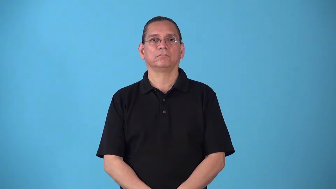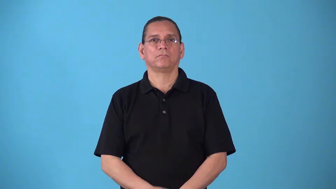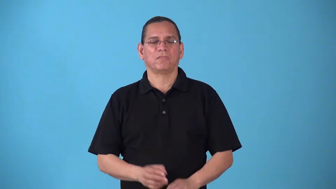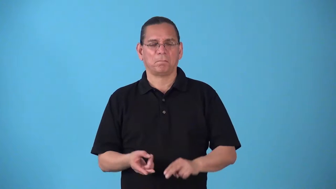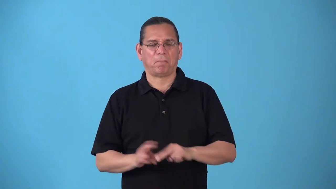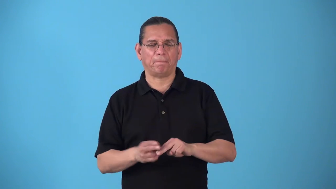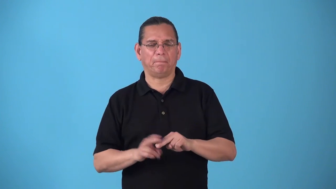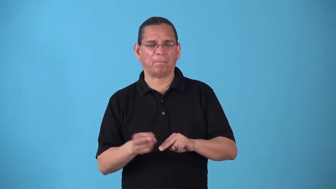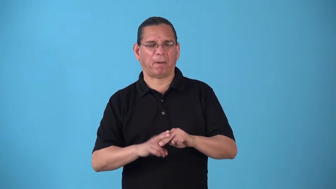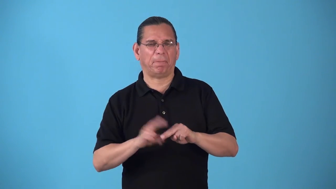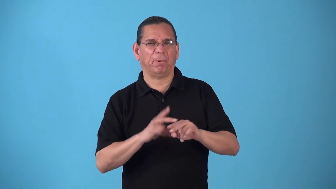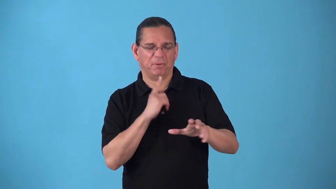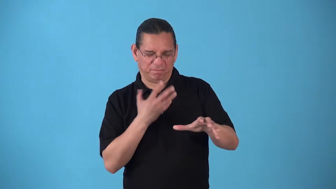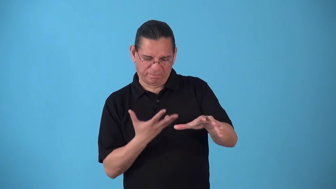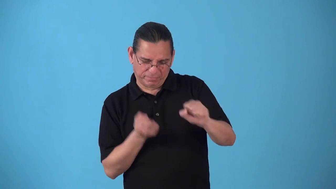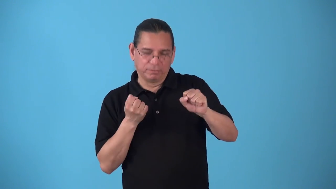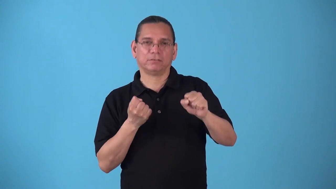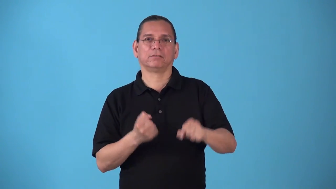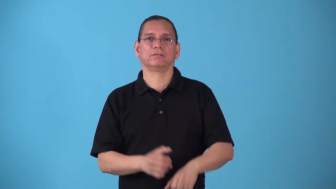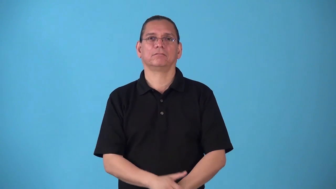snowball-increase rapidly